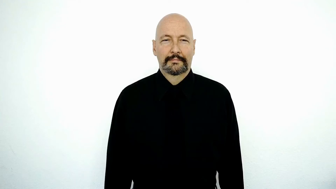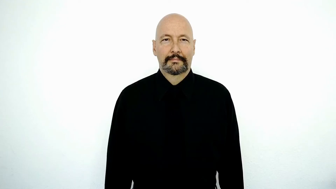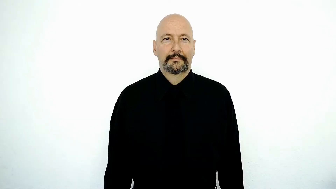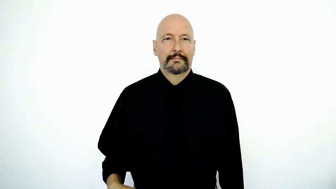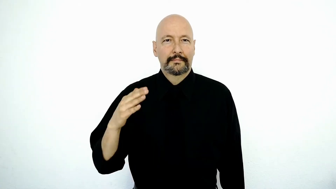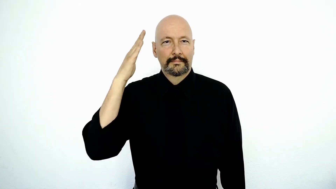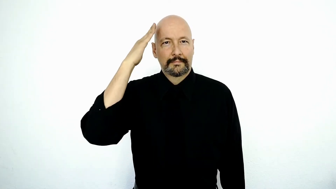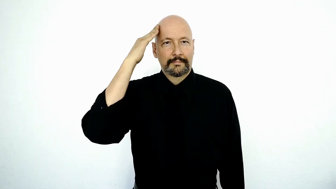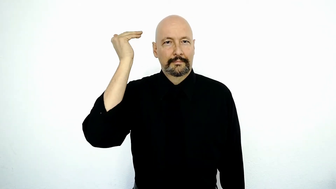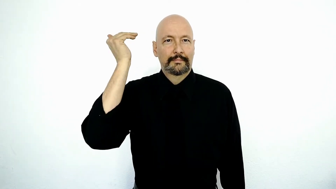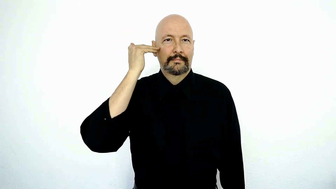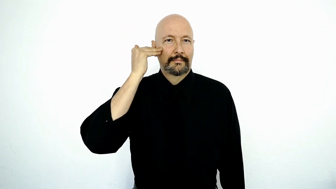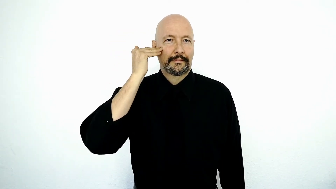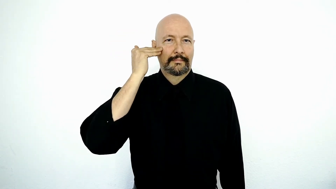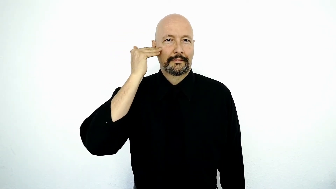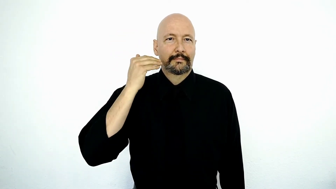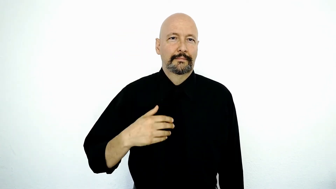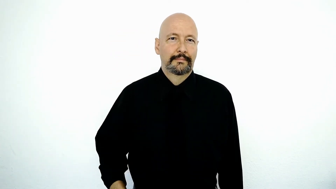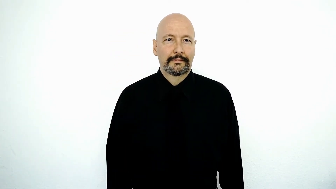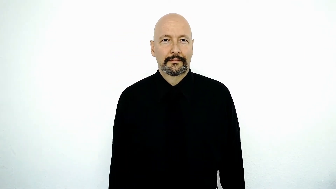KOREA